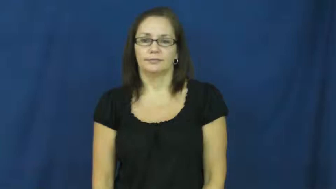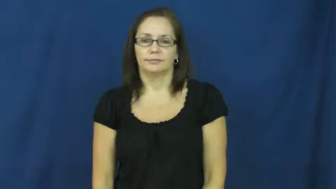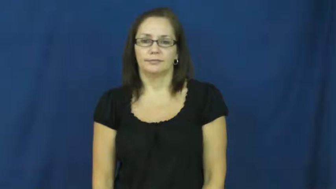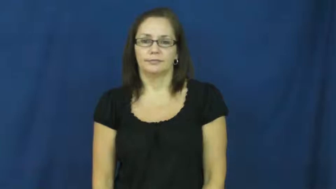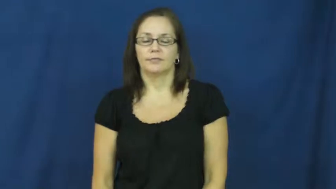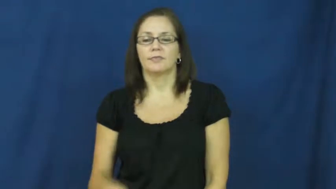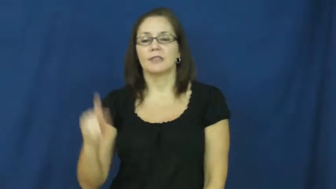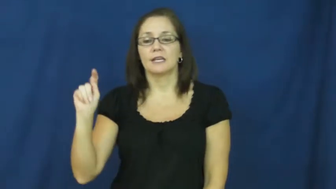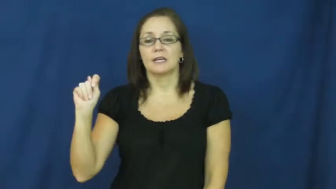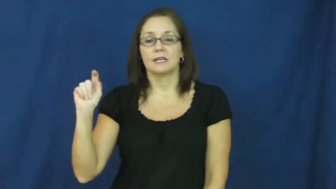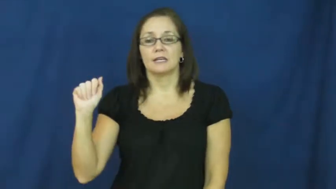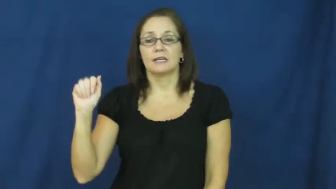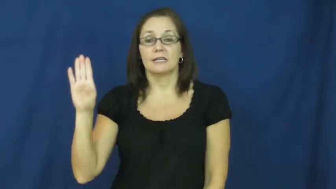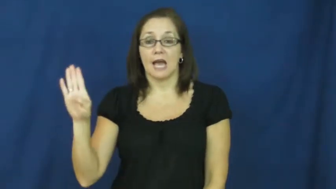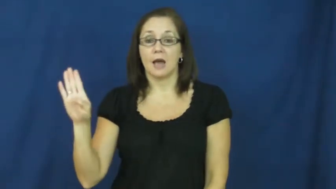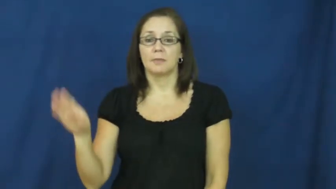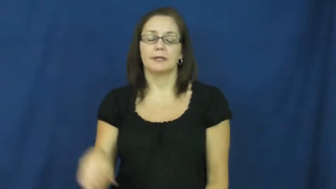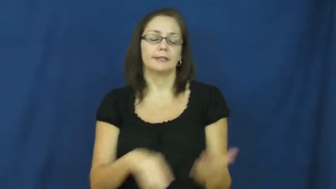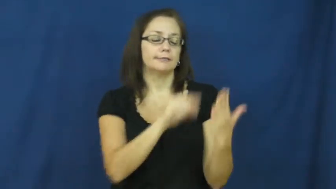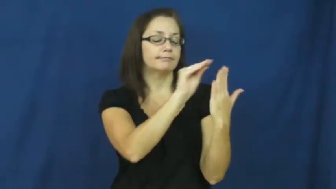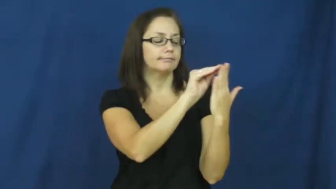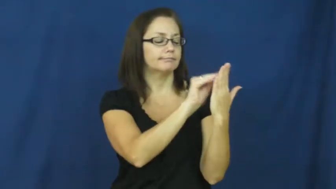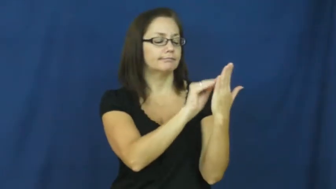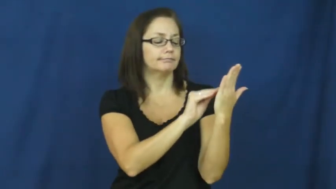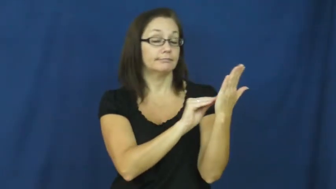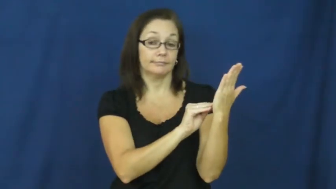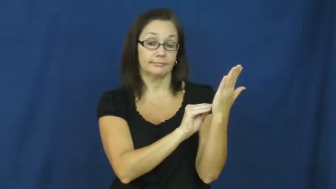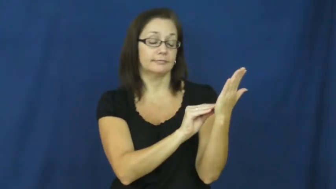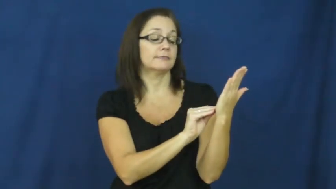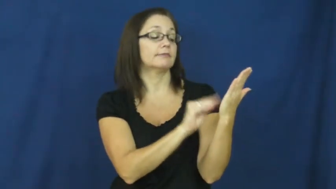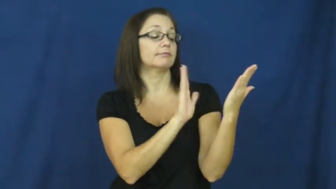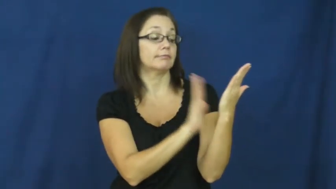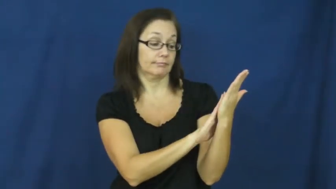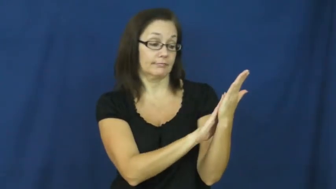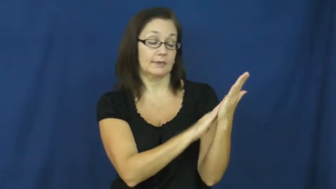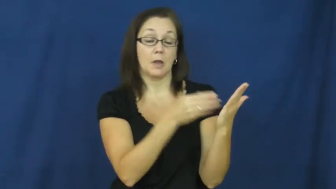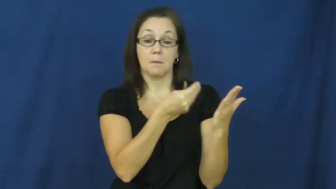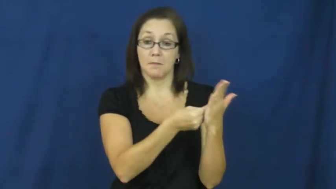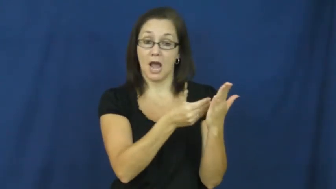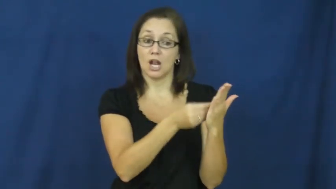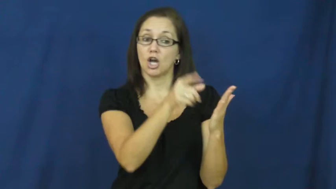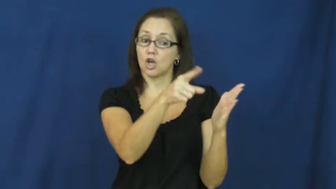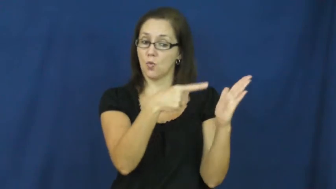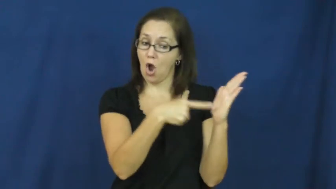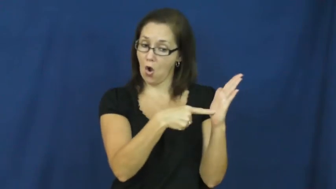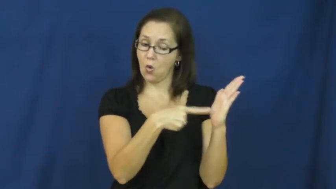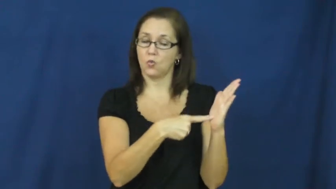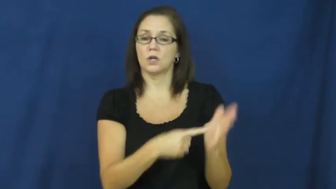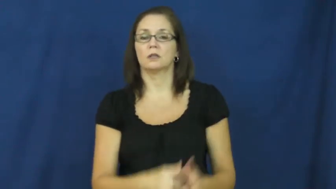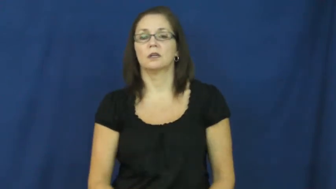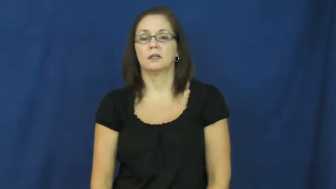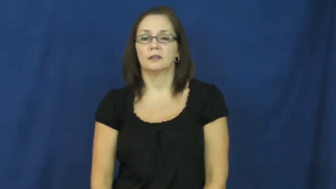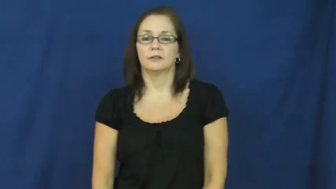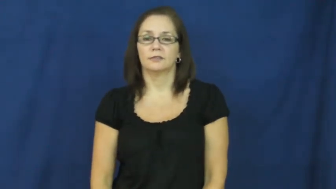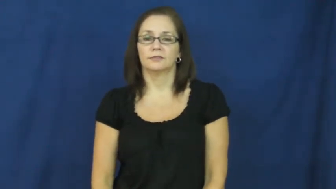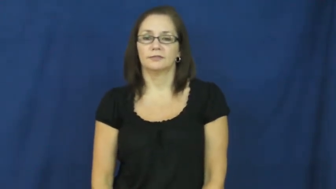tab-what you owe